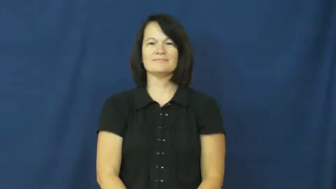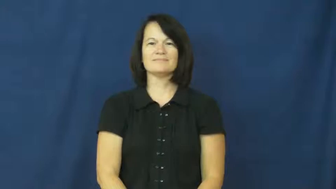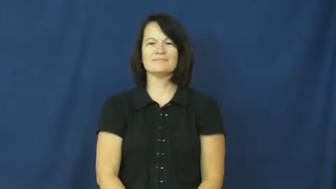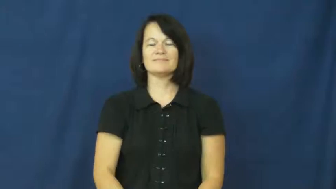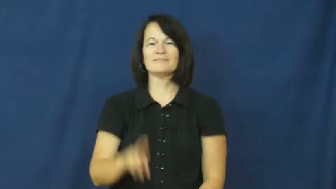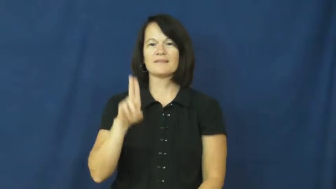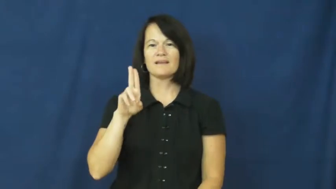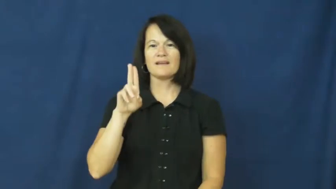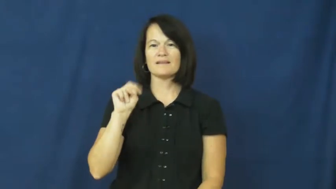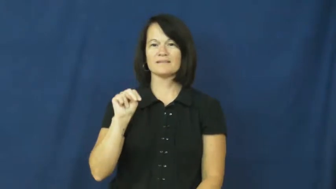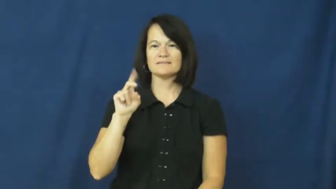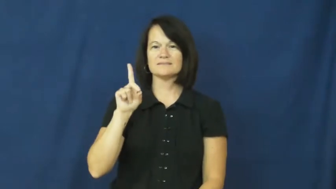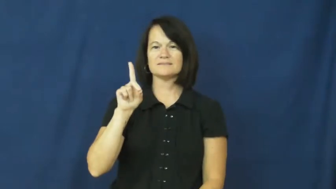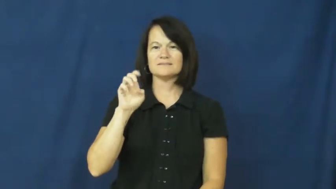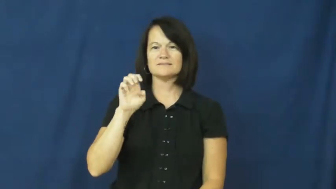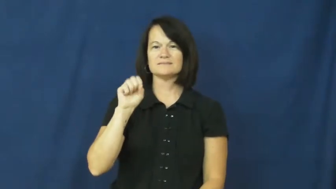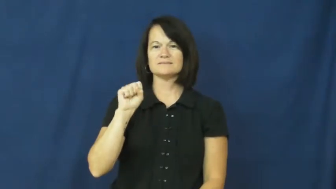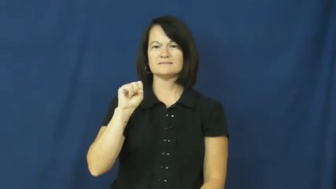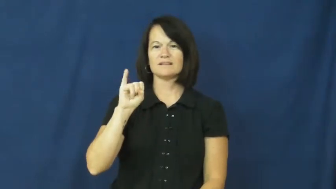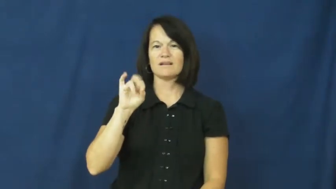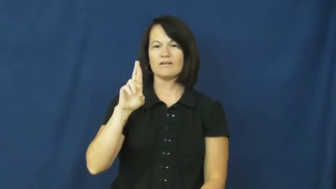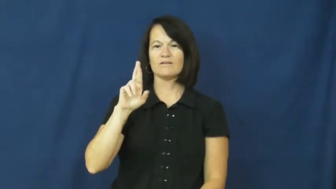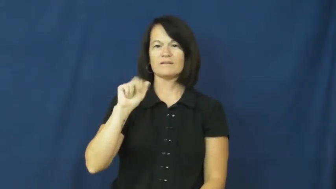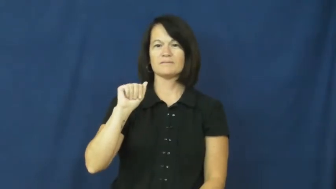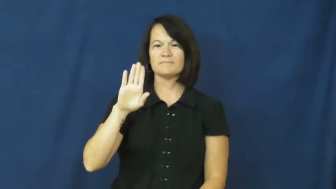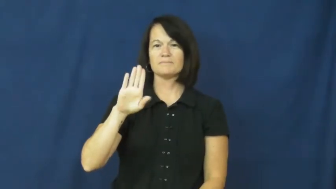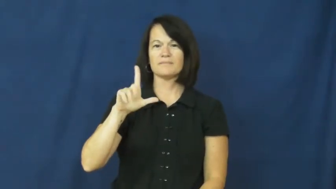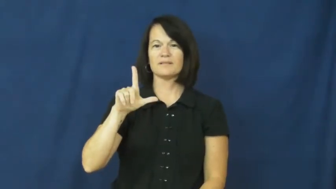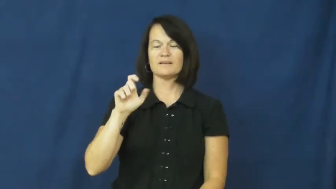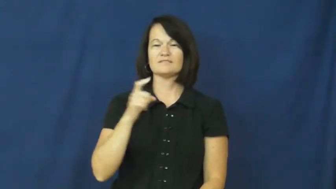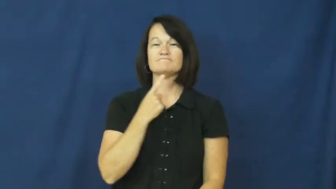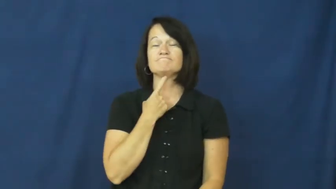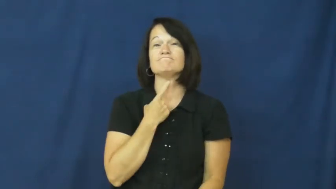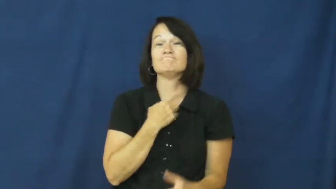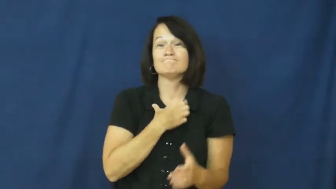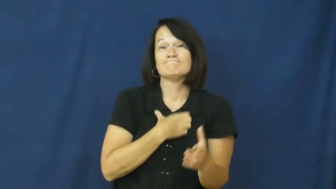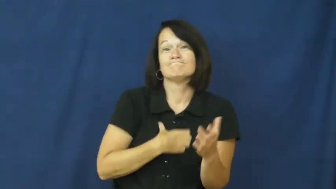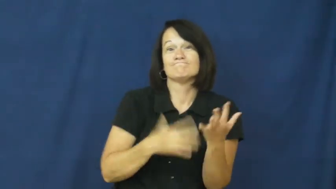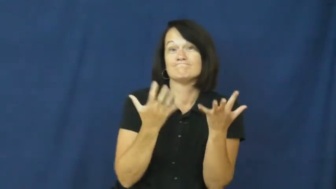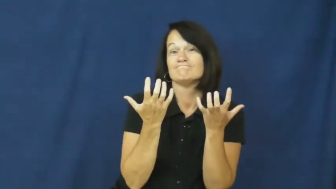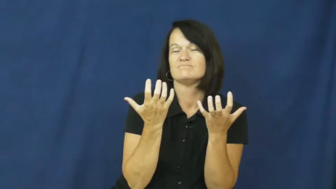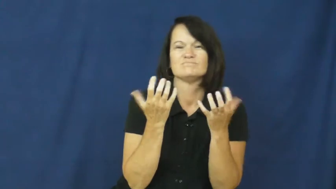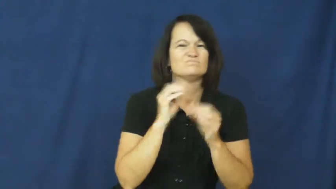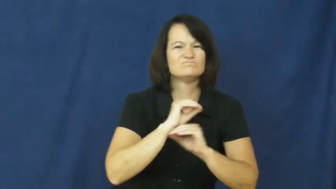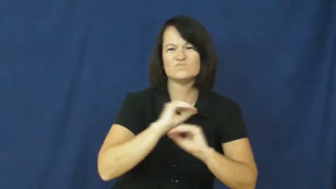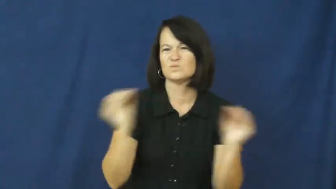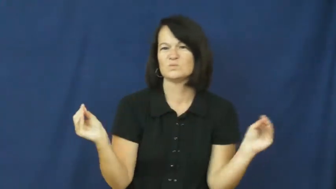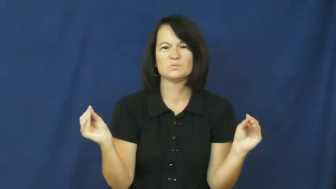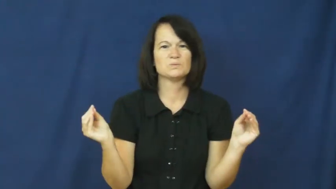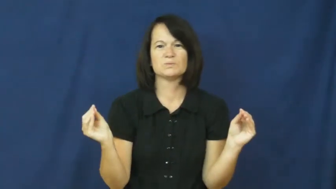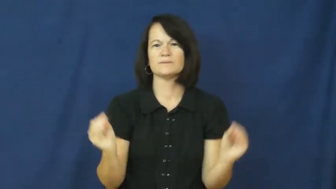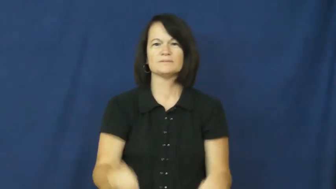undesirable-not wanted